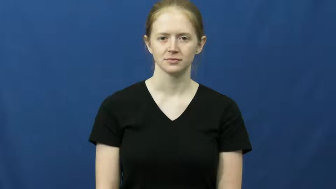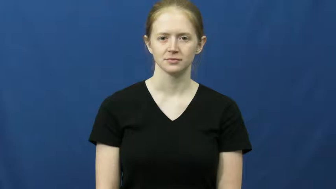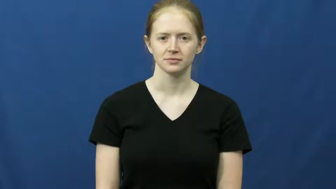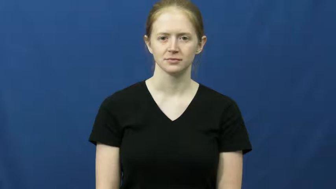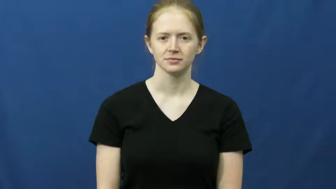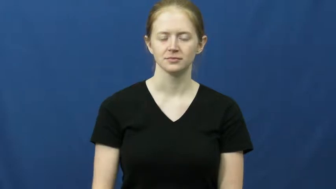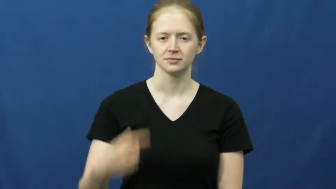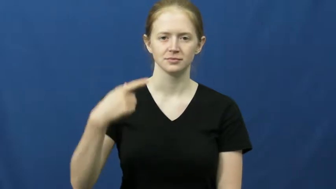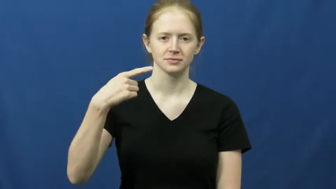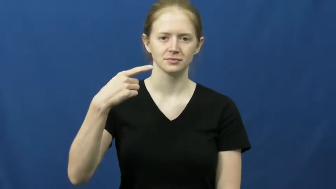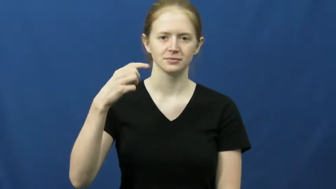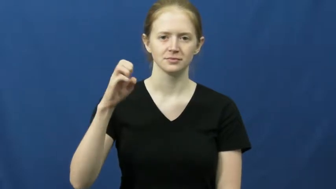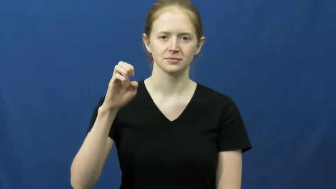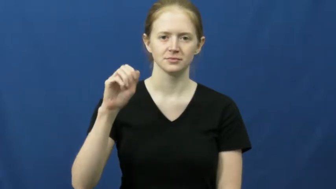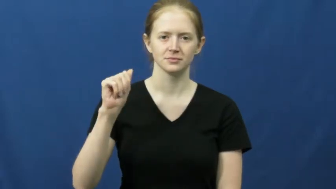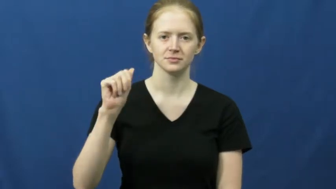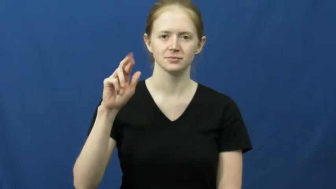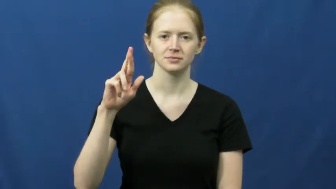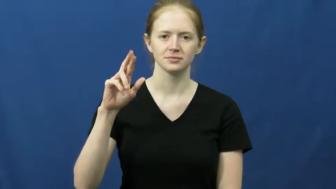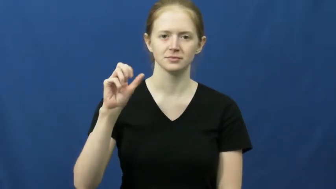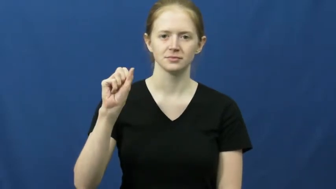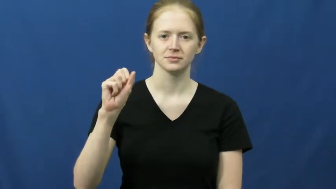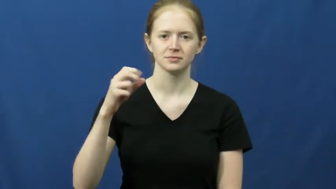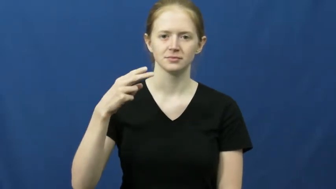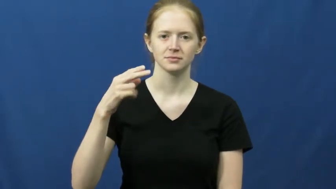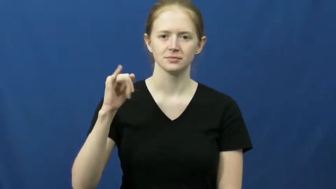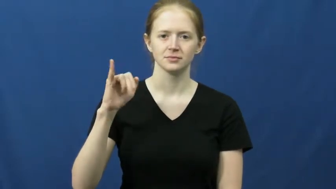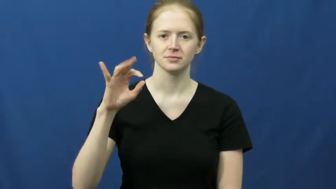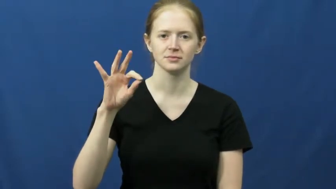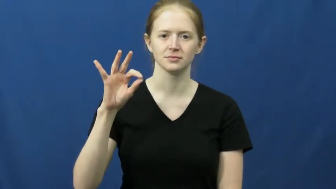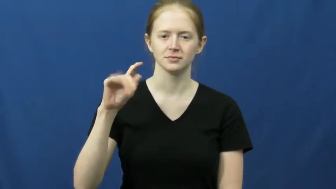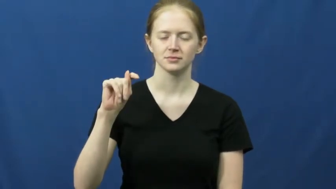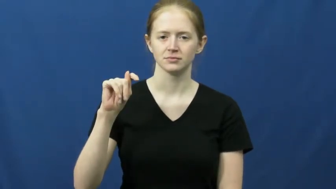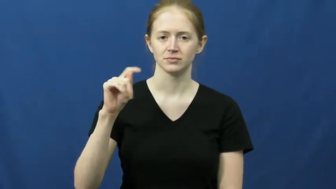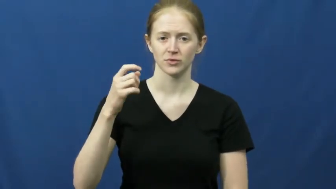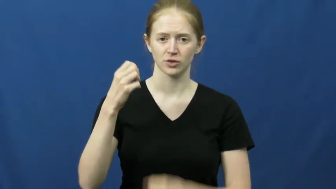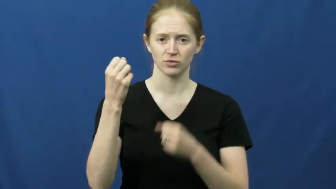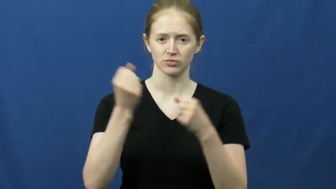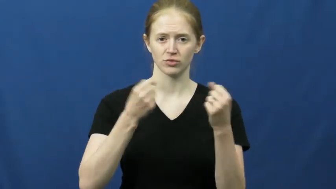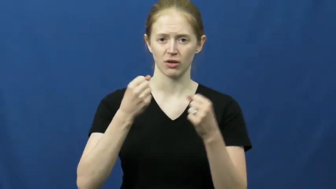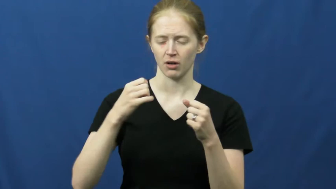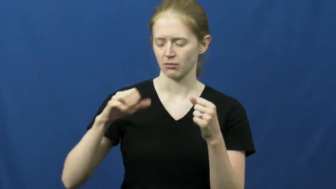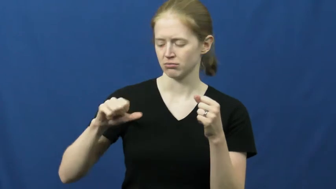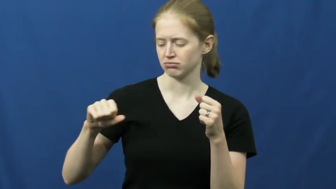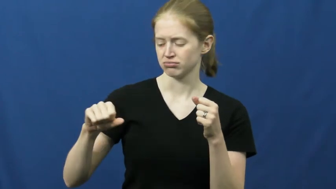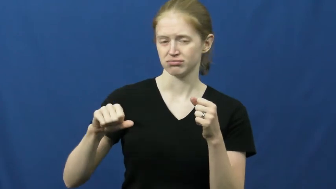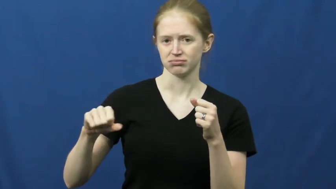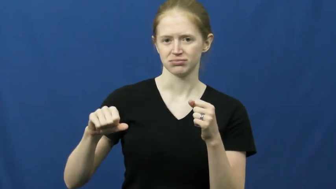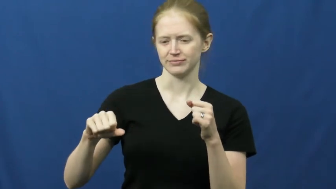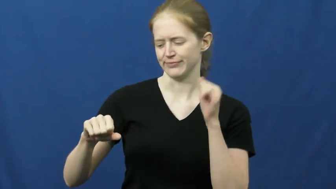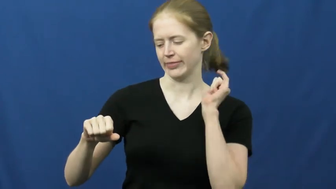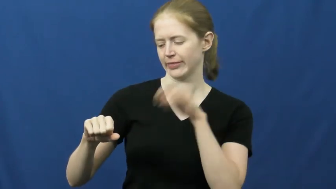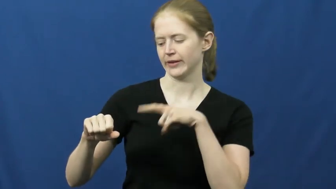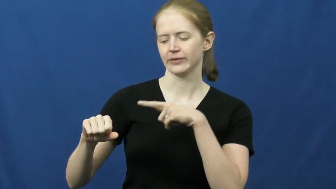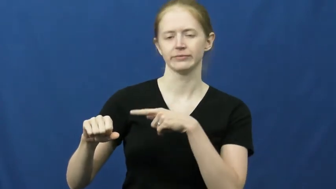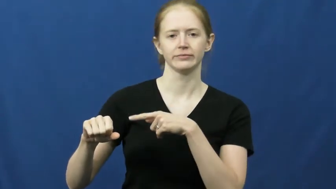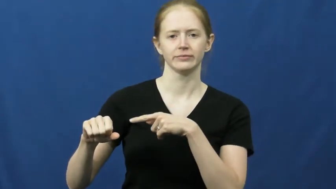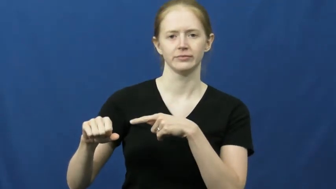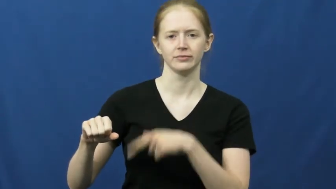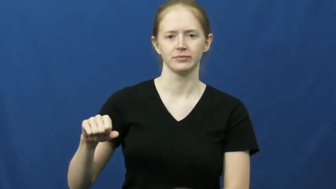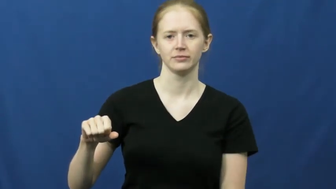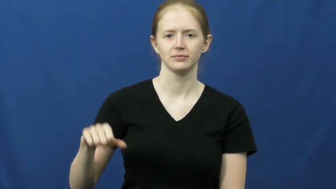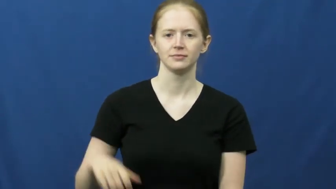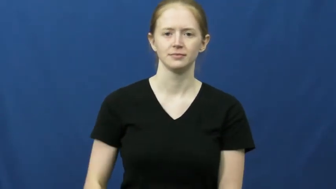gearshift